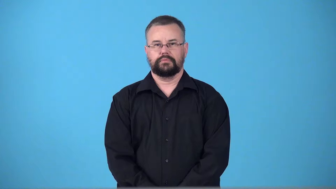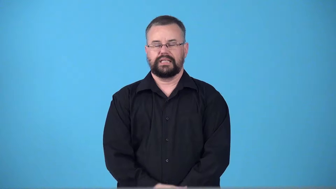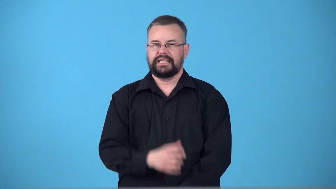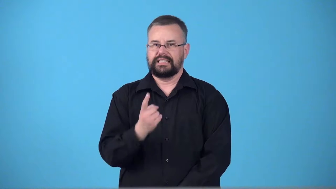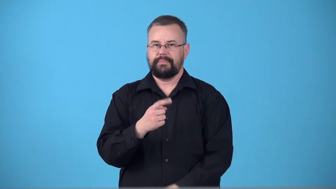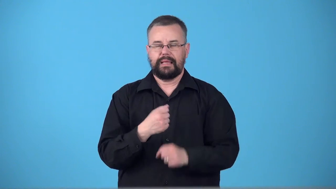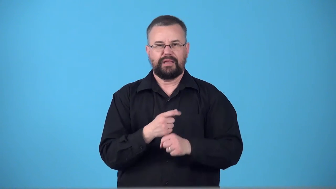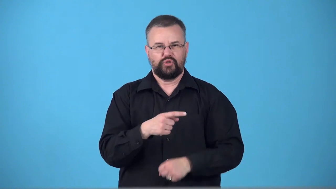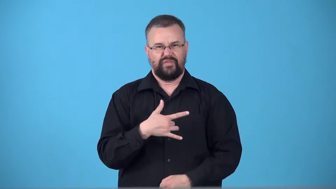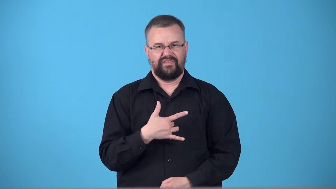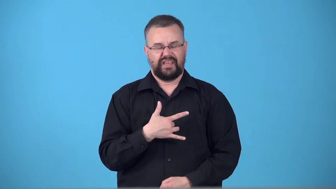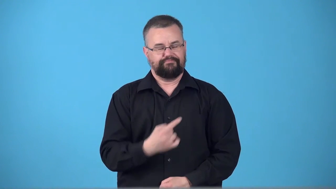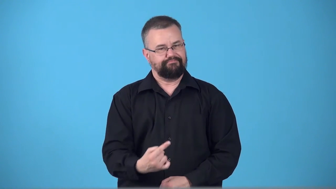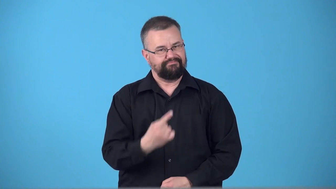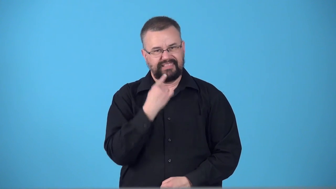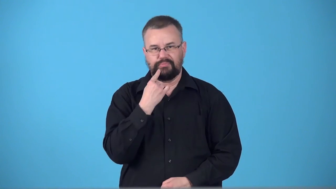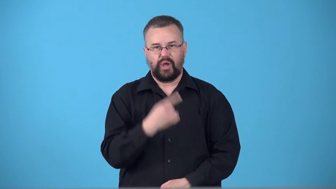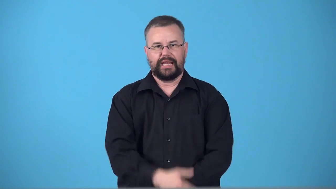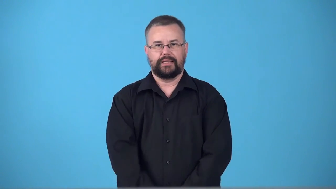swizz-something that makes you feel disappointed